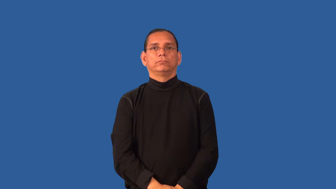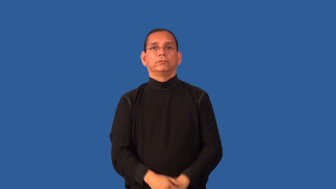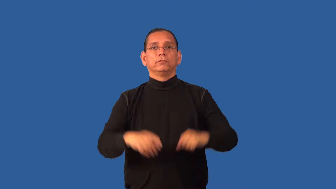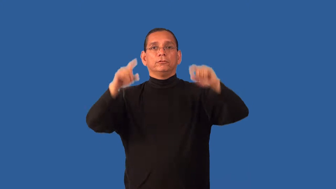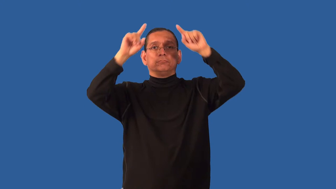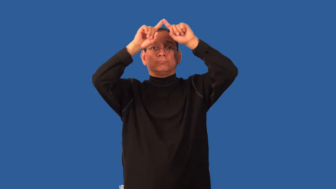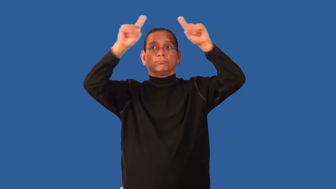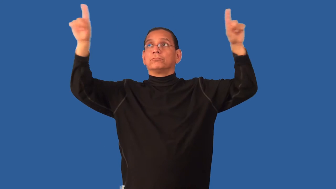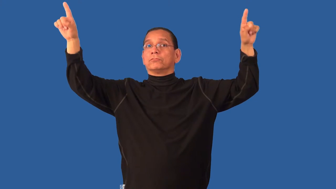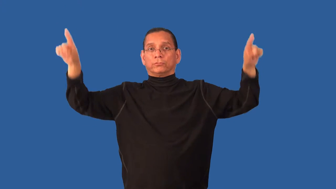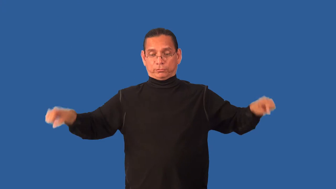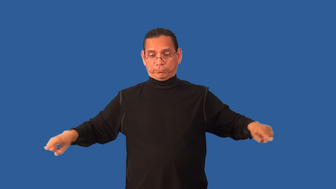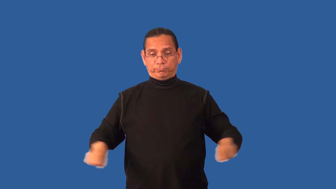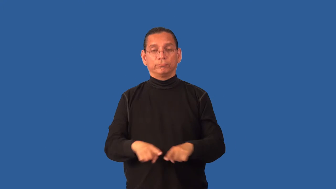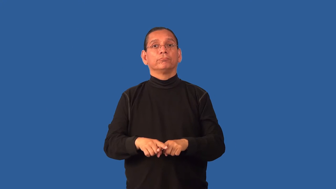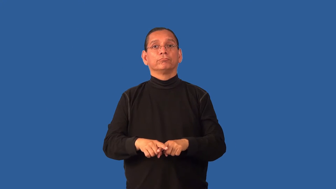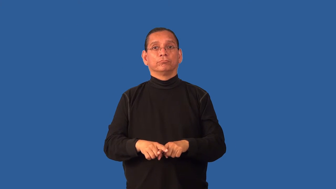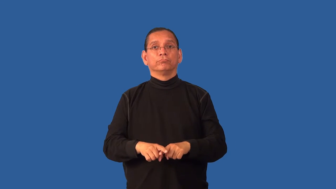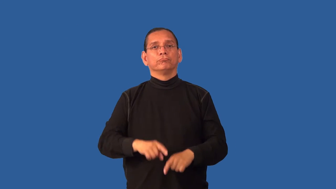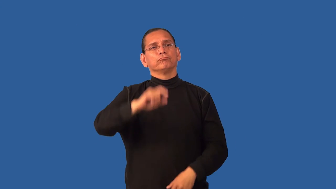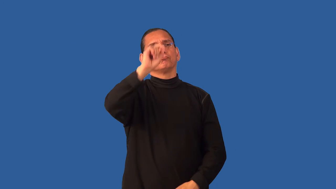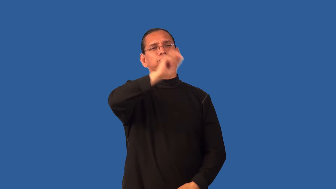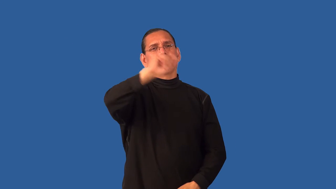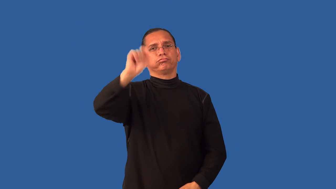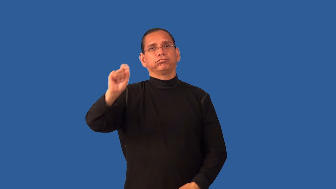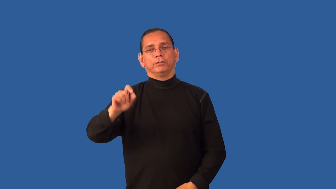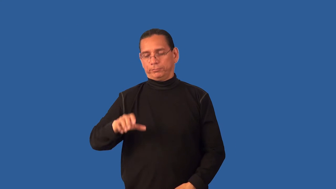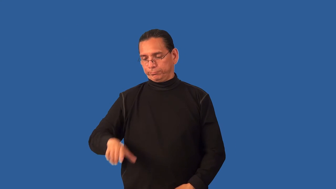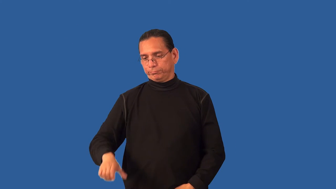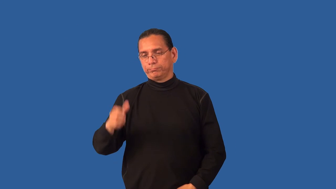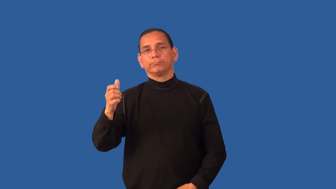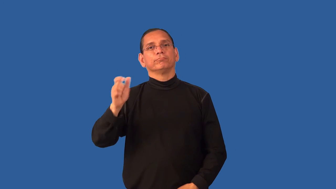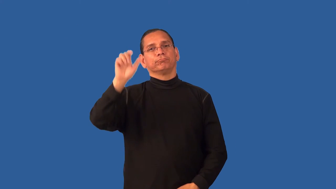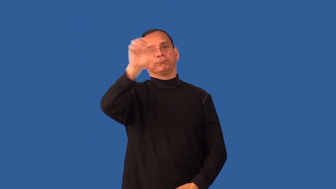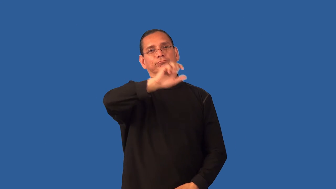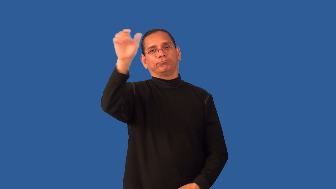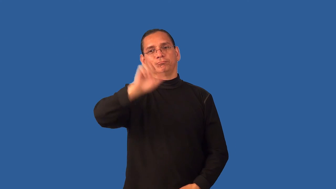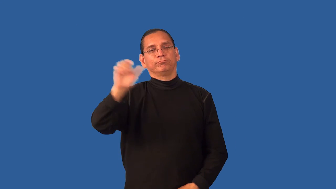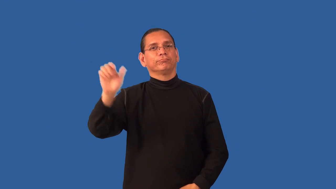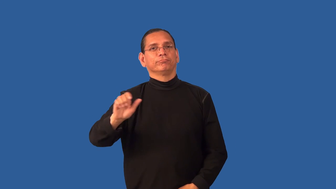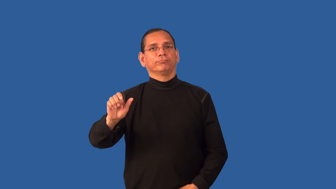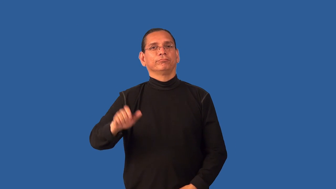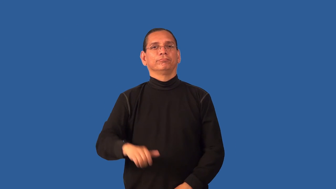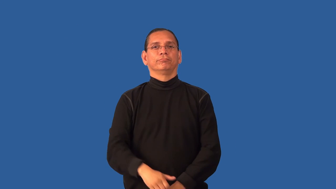erase-white board